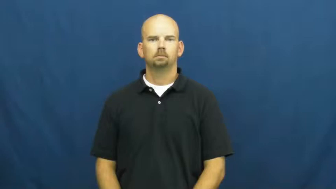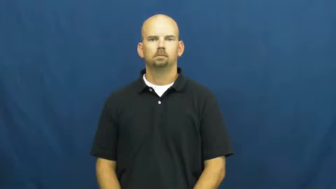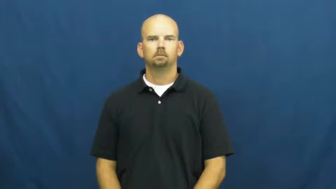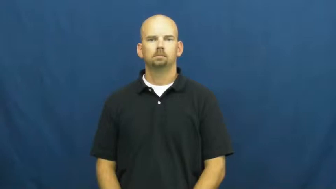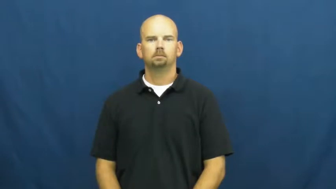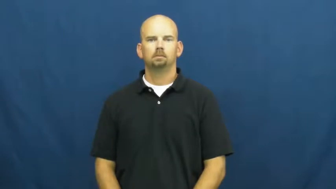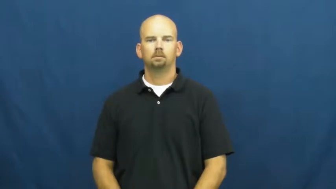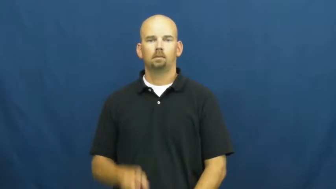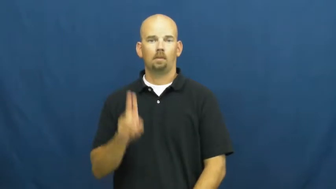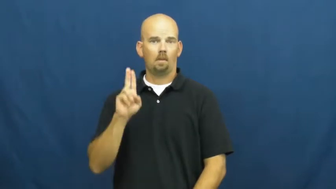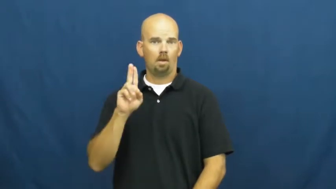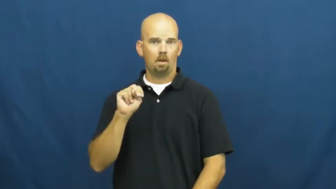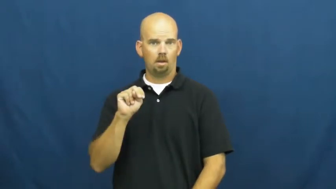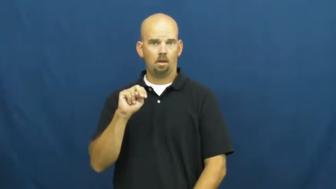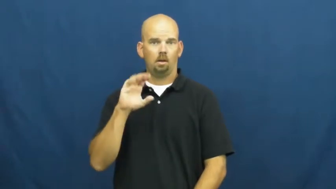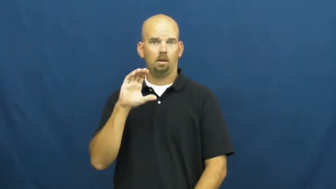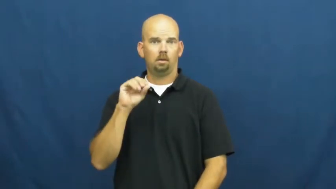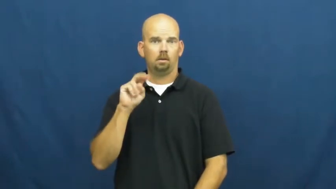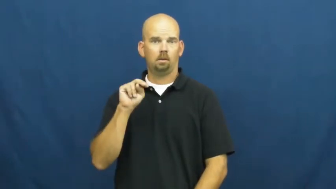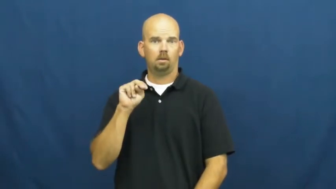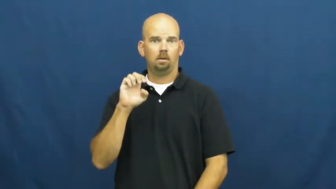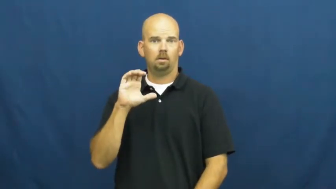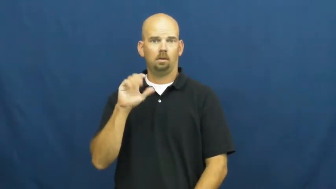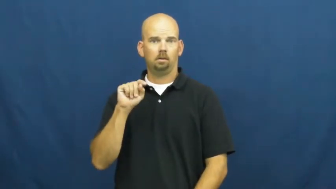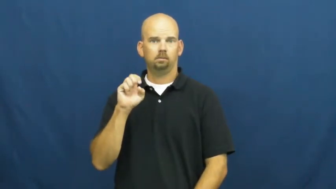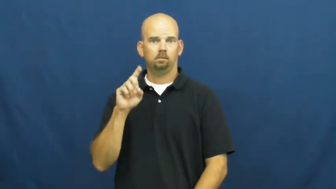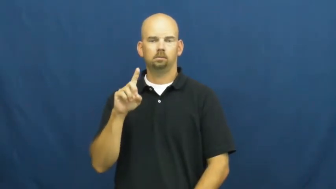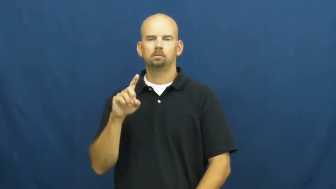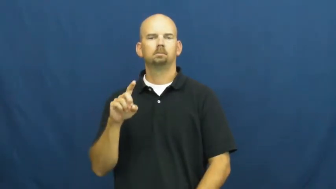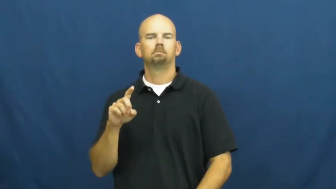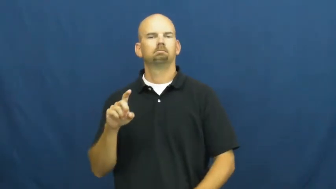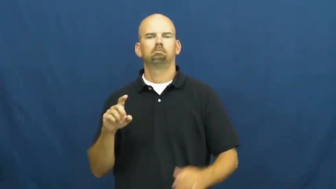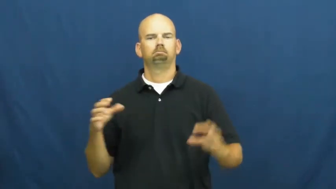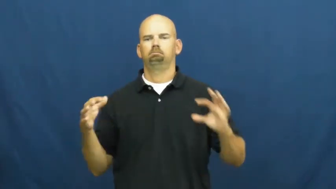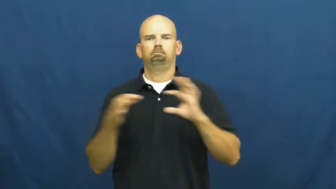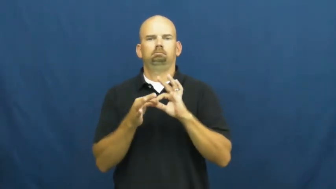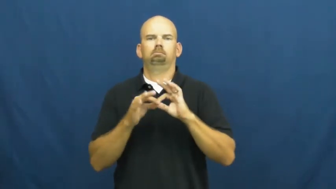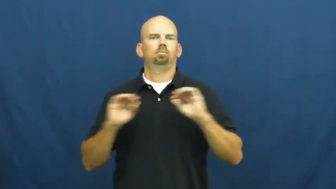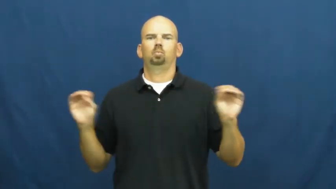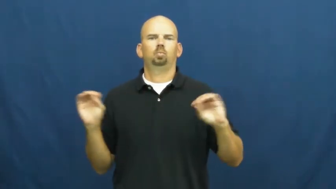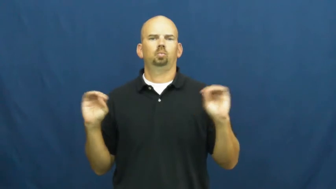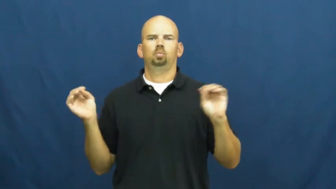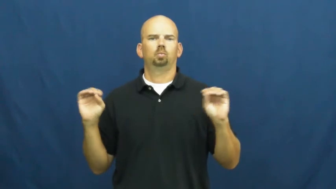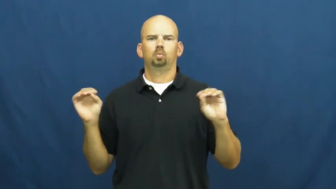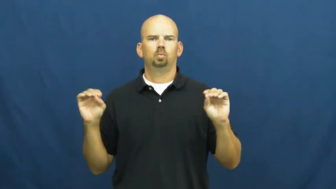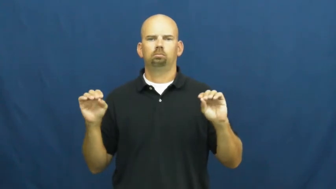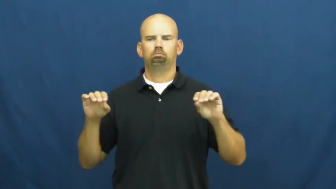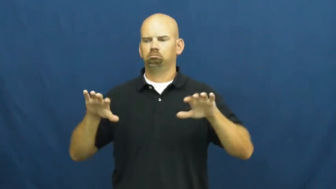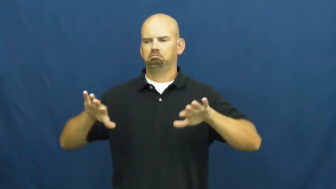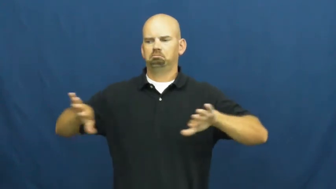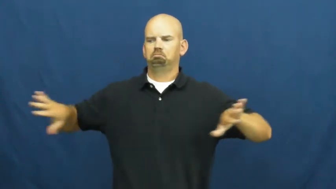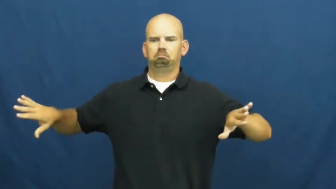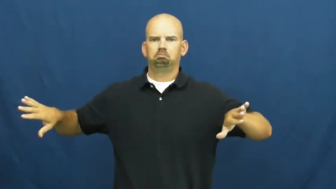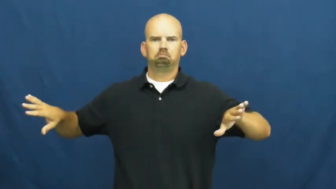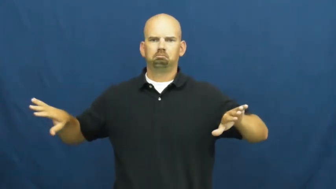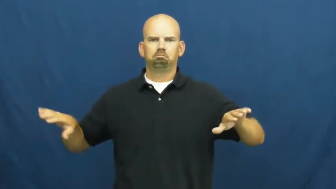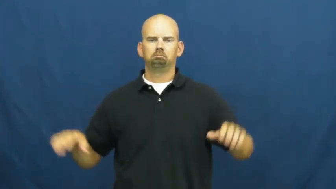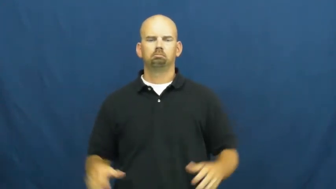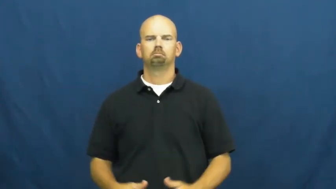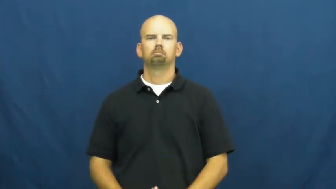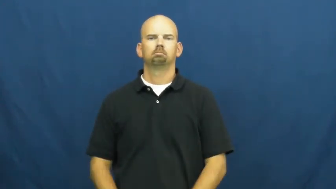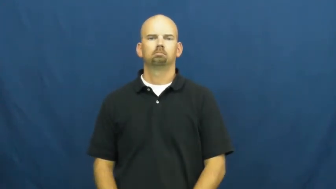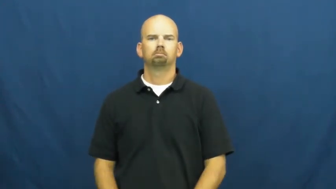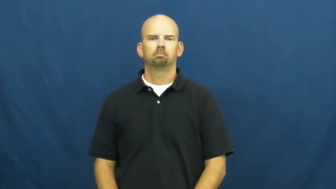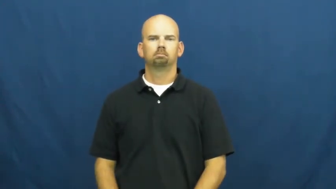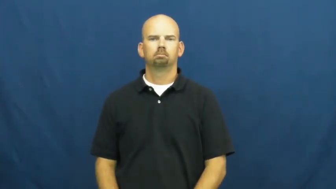unconnected